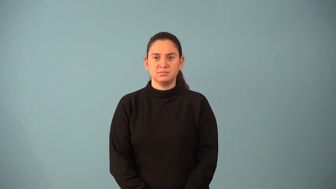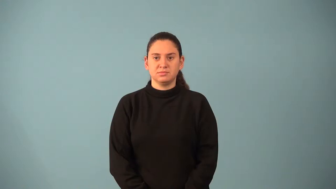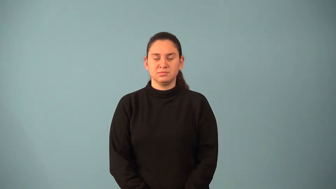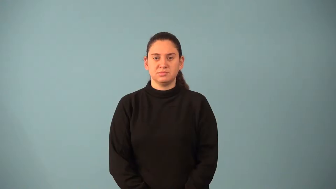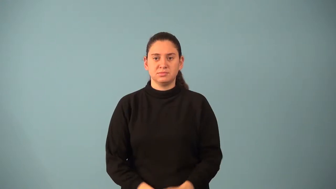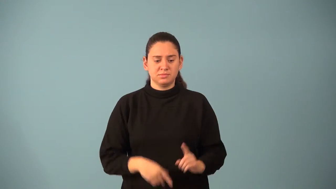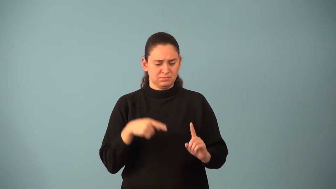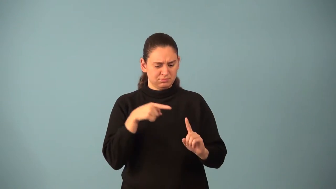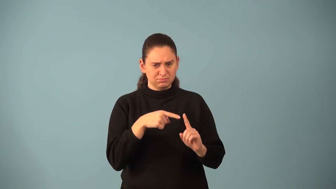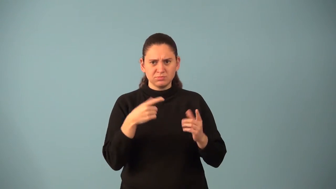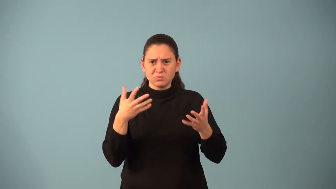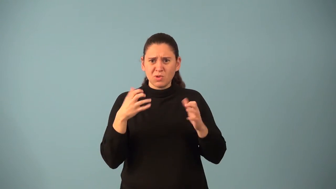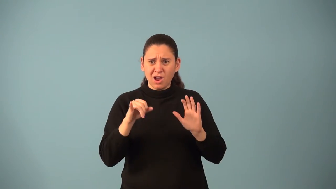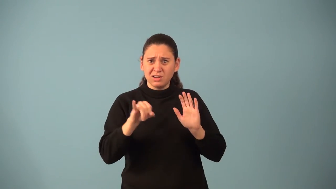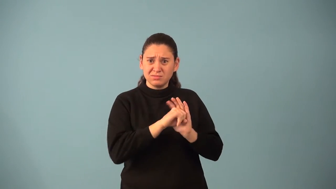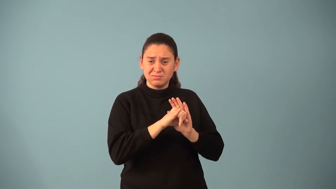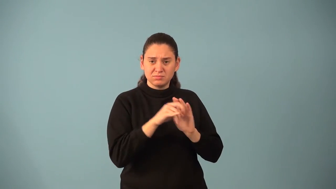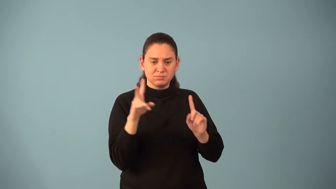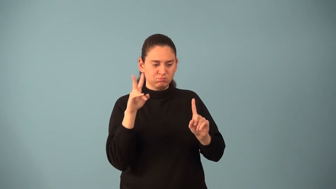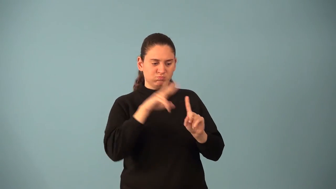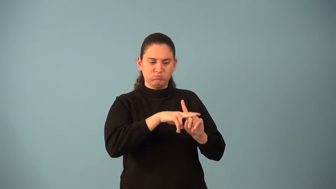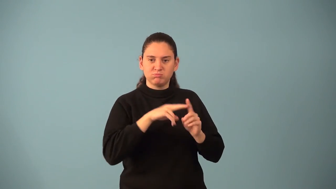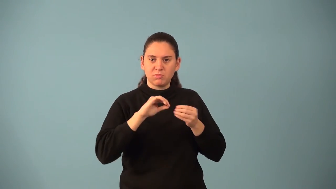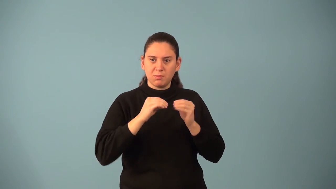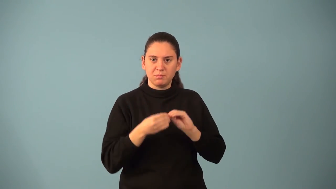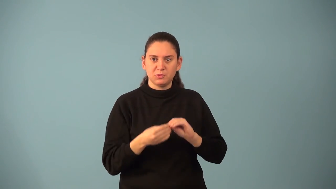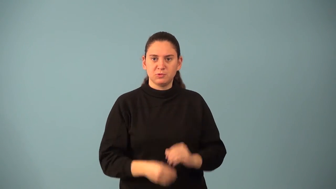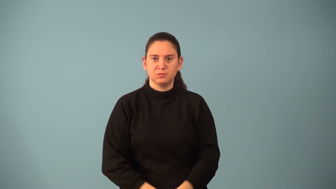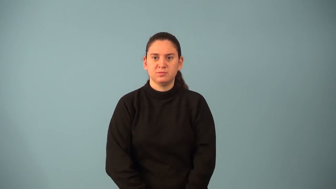nominal